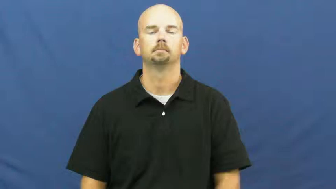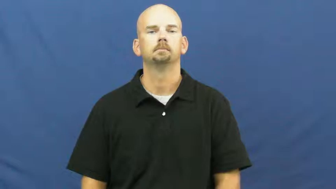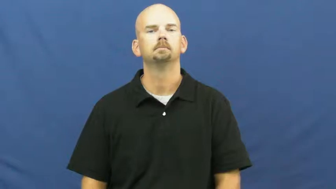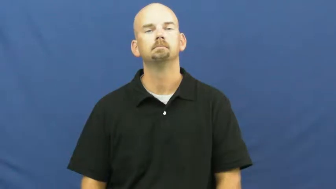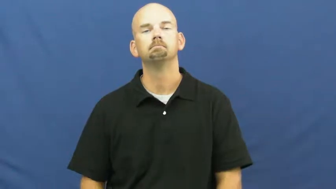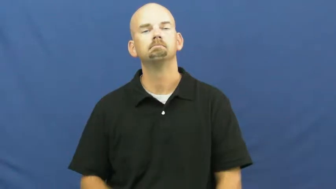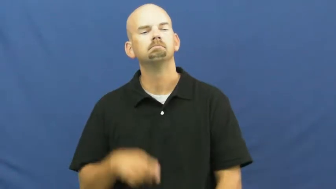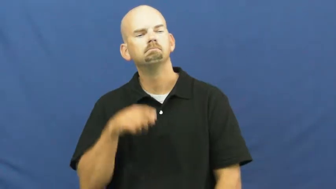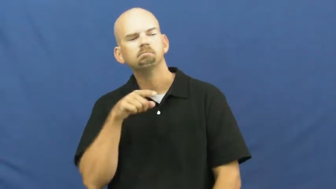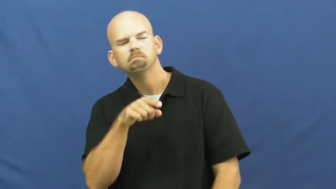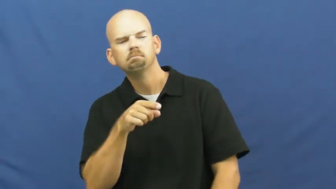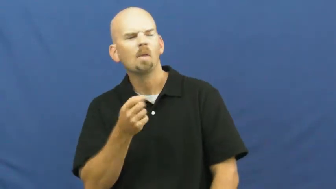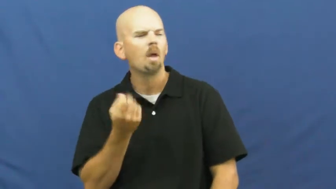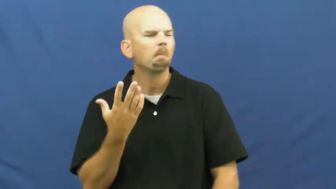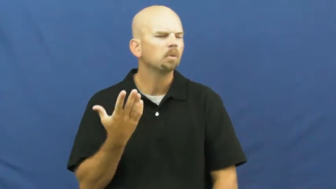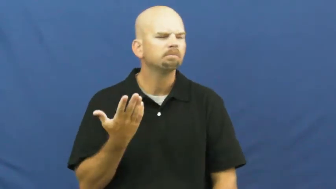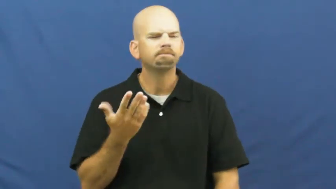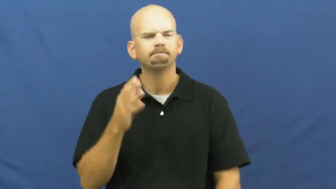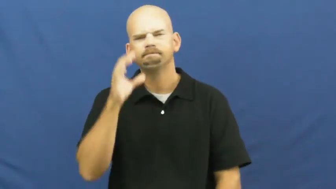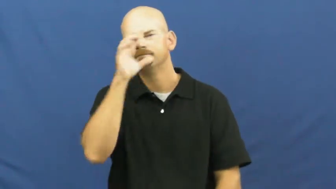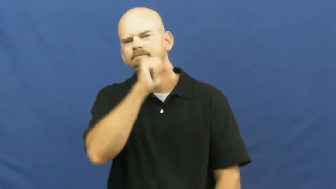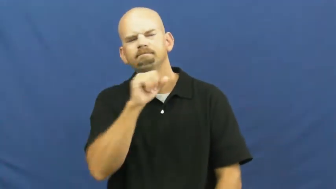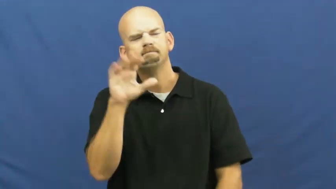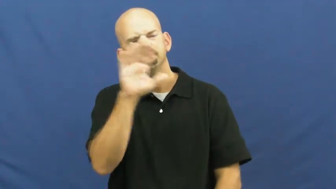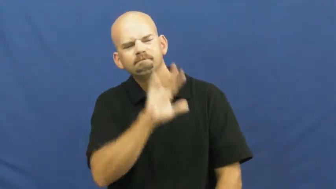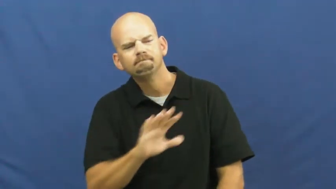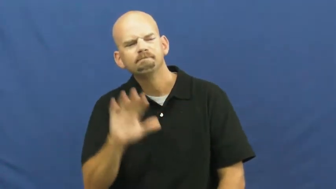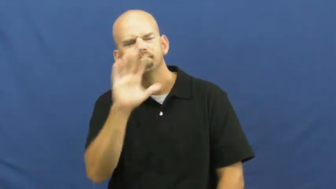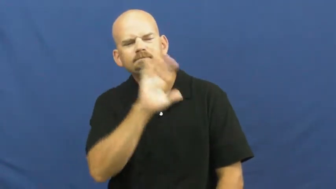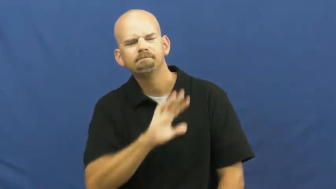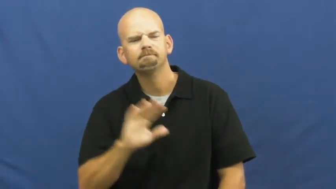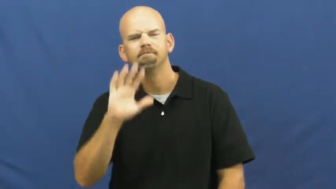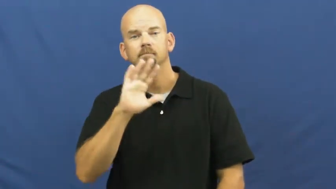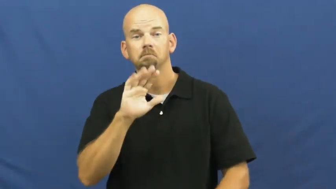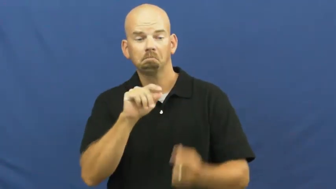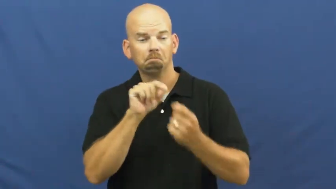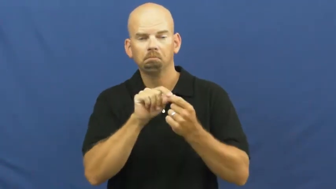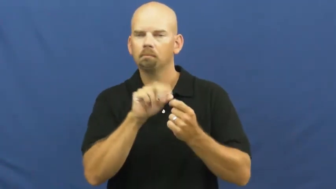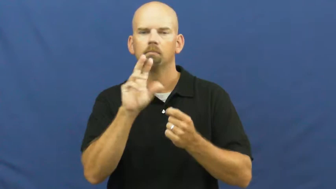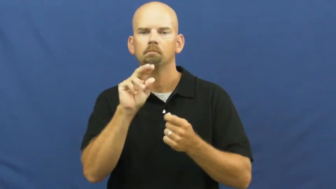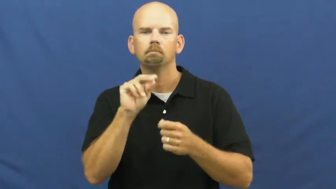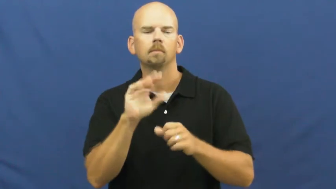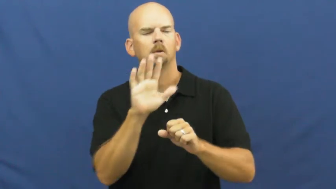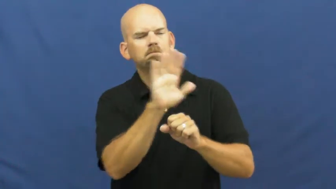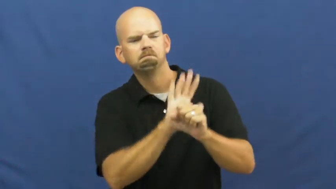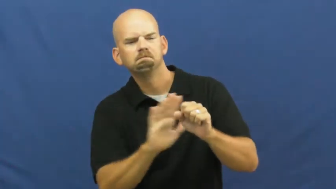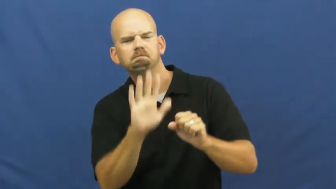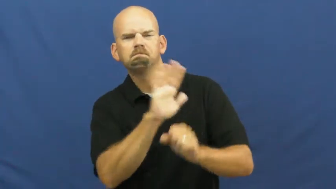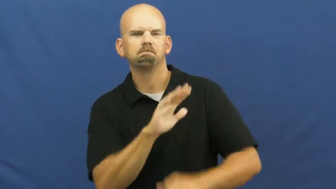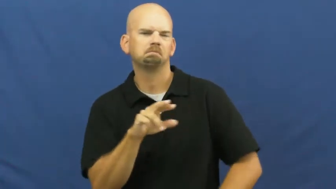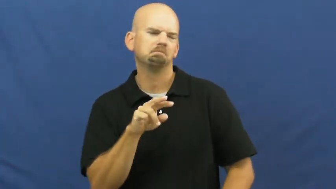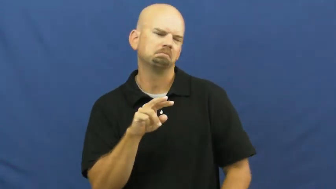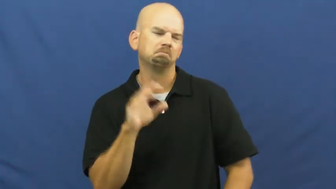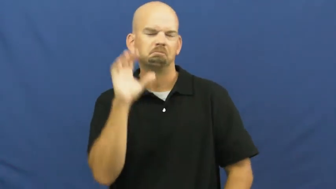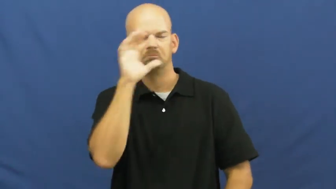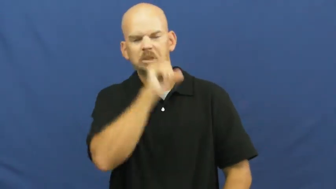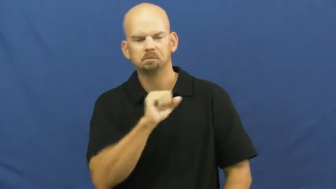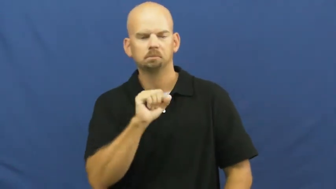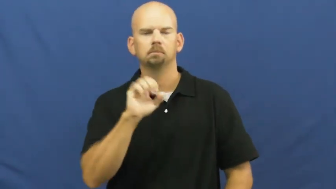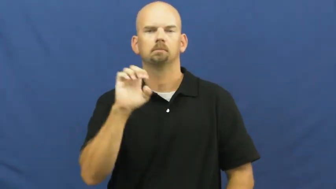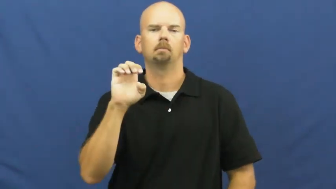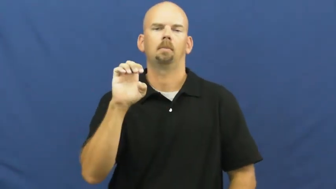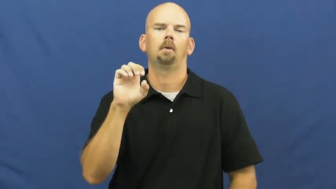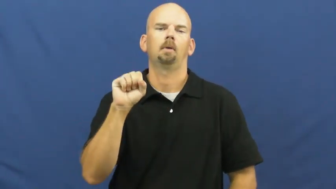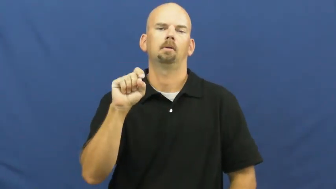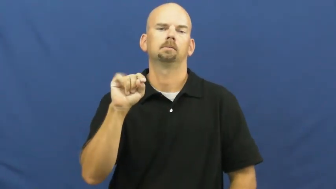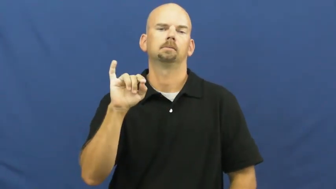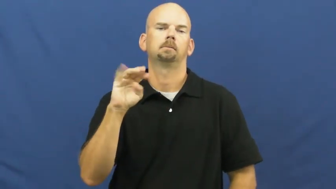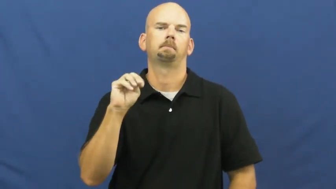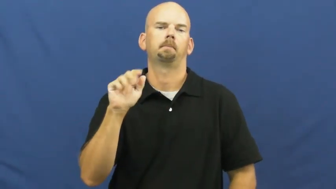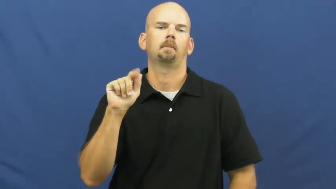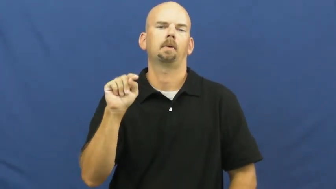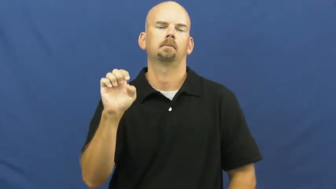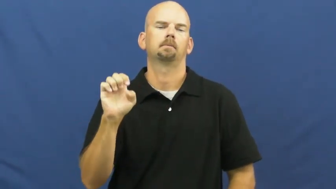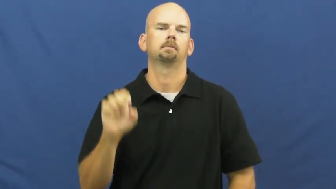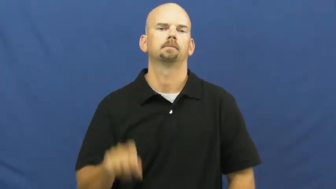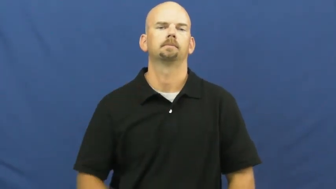estimate